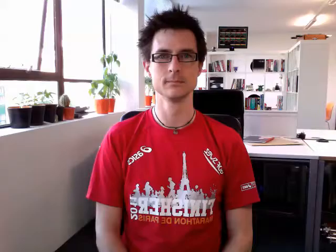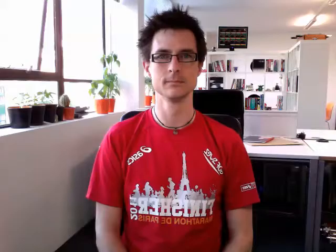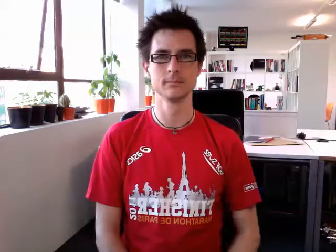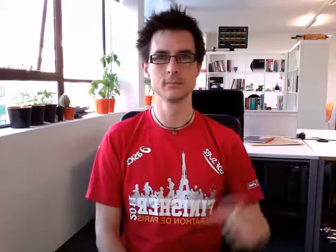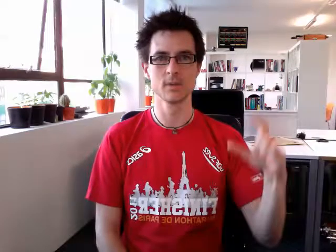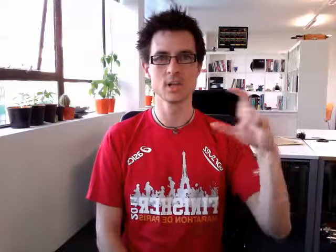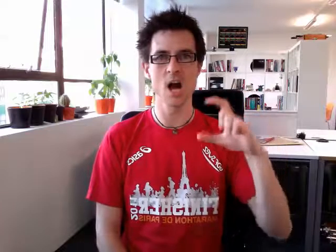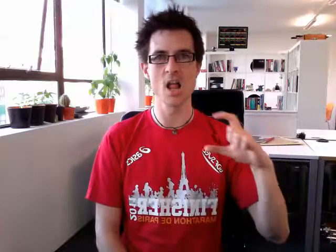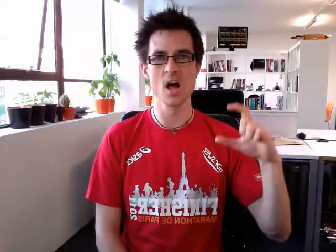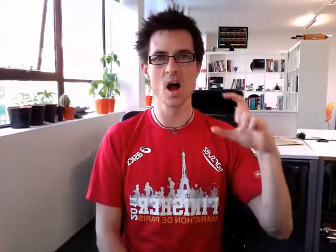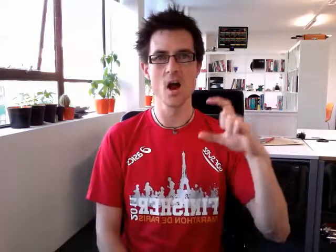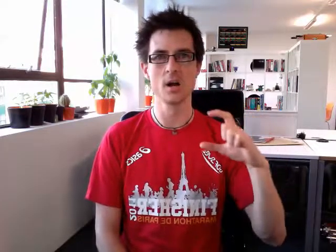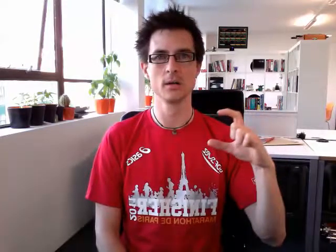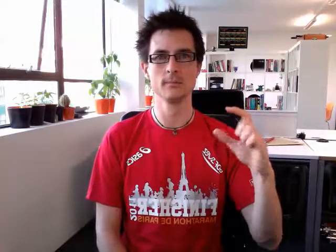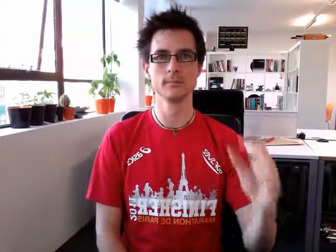colour